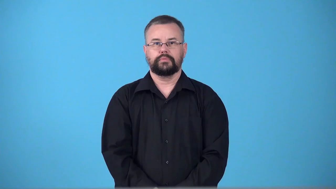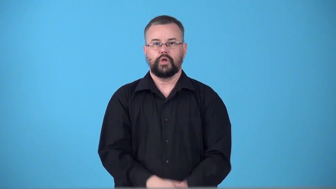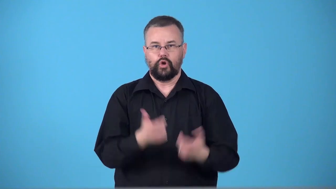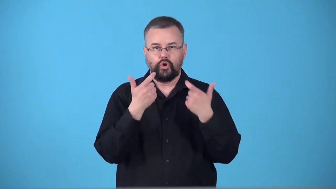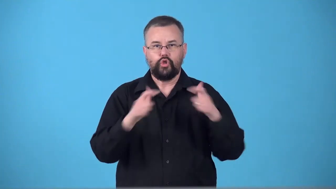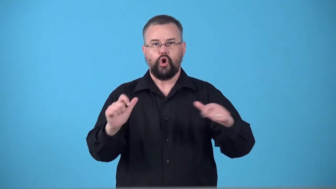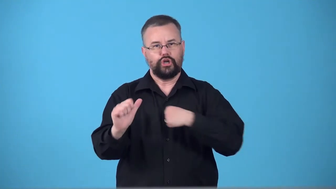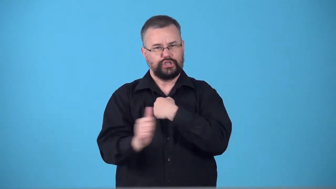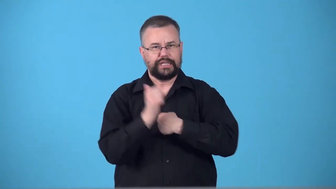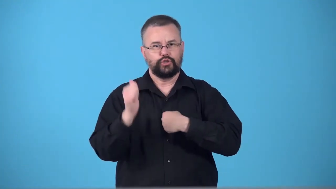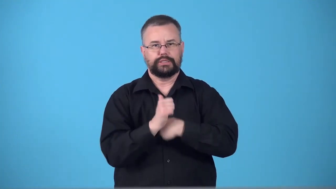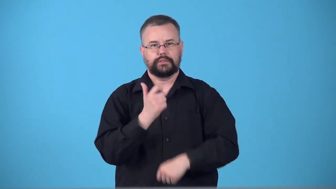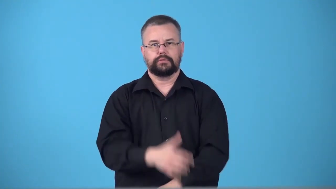swingeing-large, dangerous